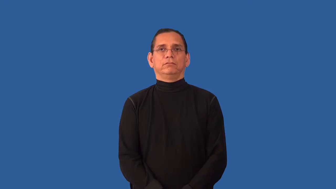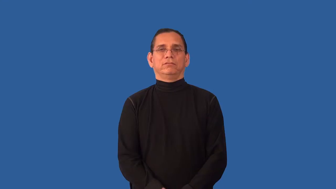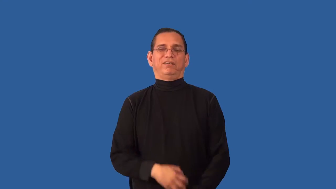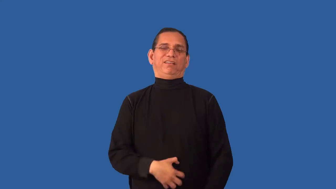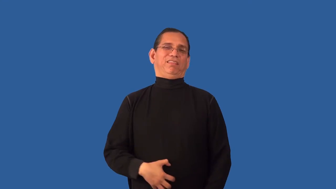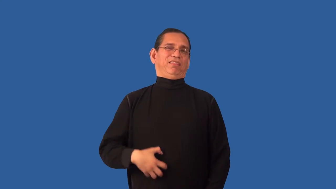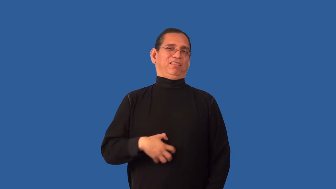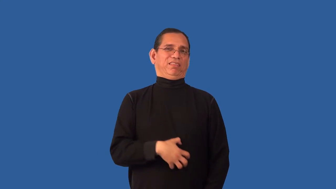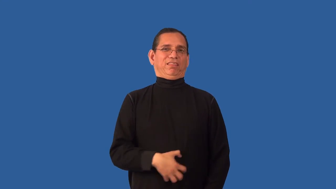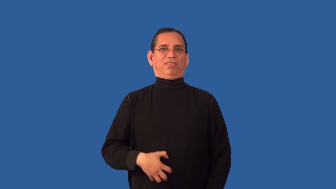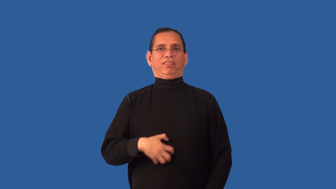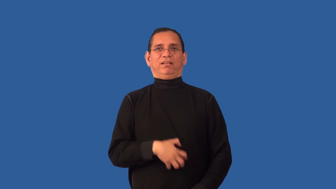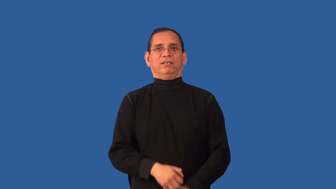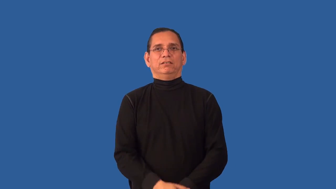detestable,execrable